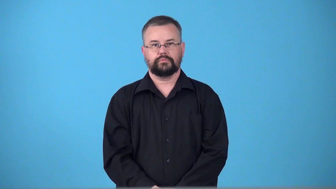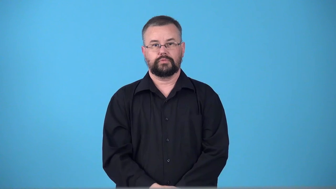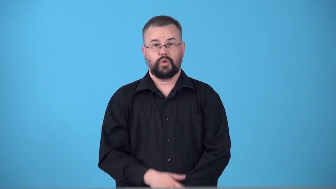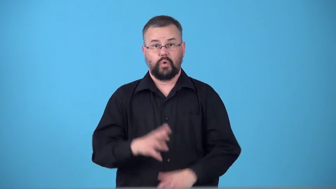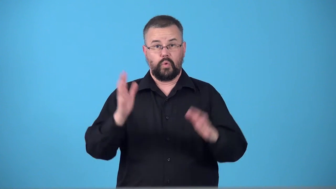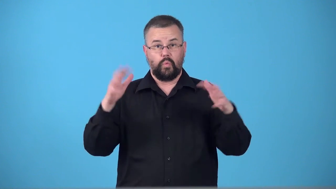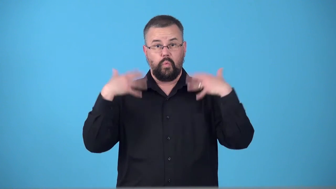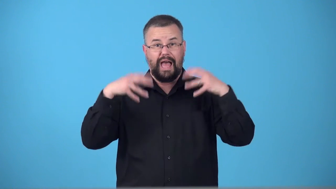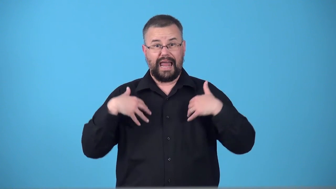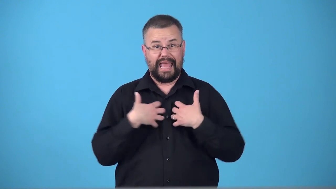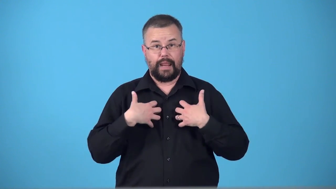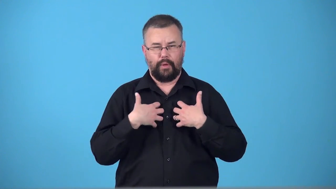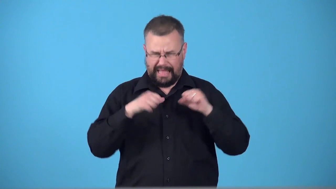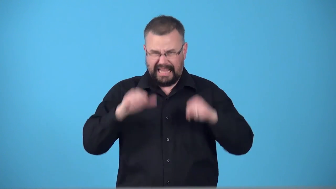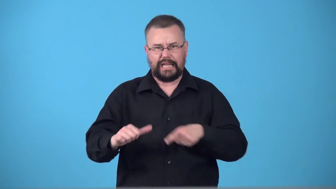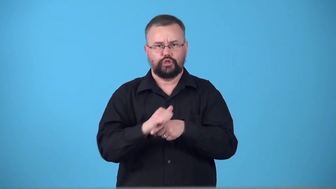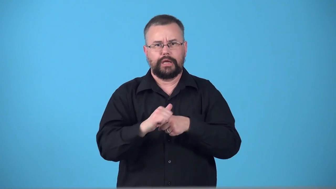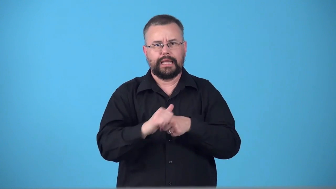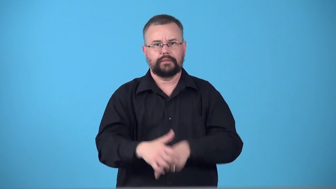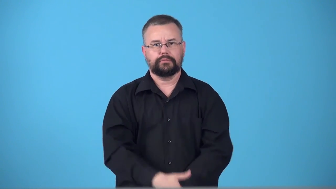tameable